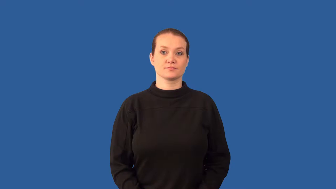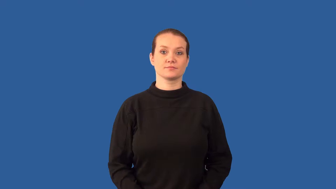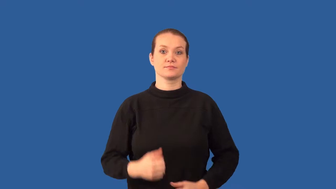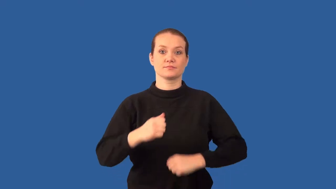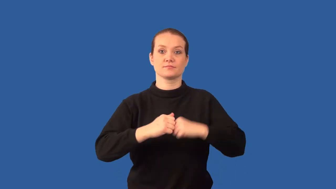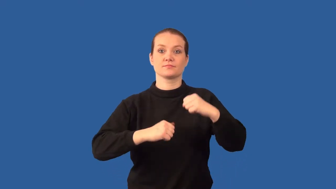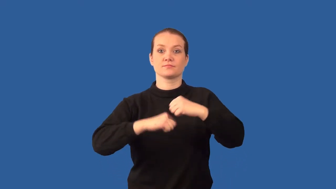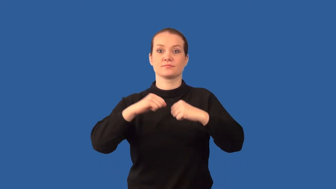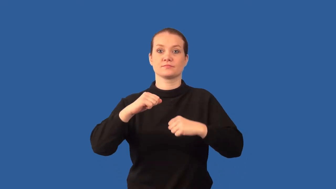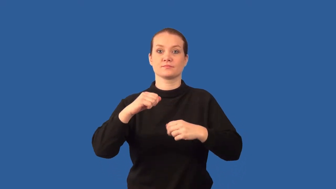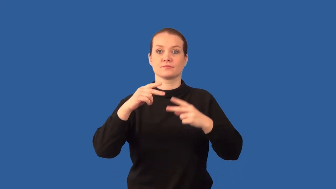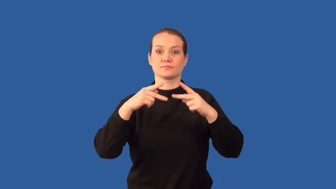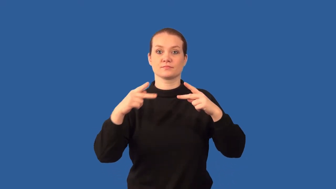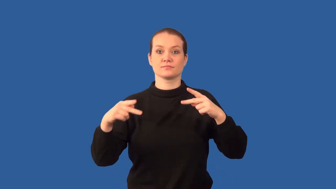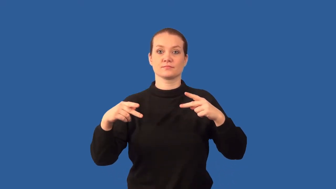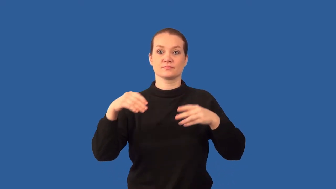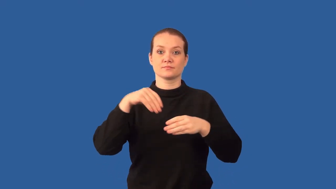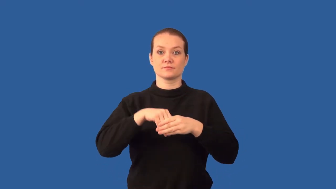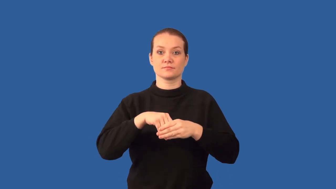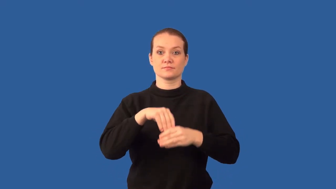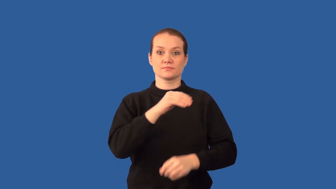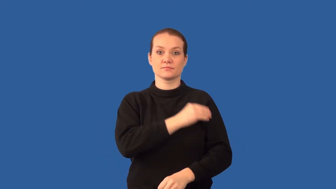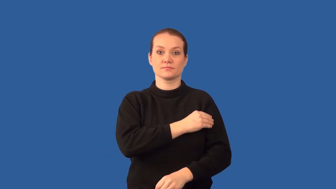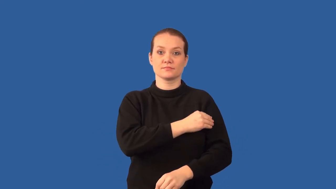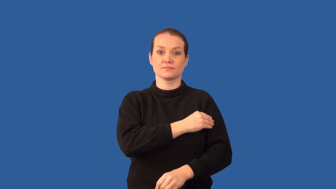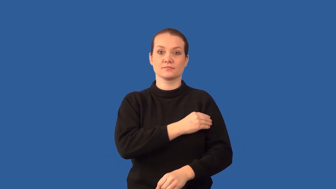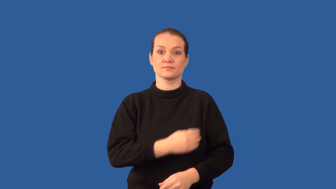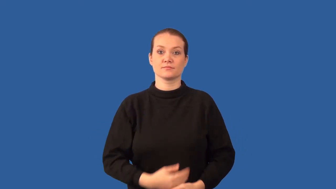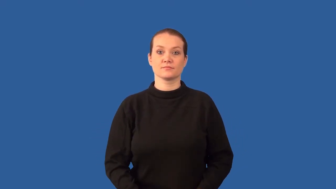actin